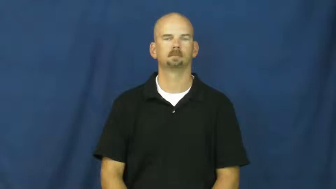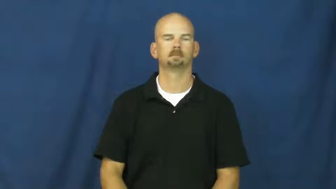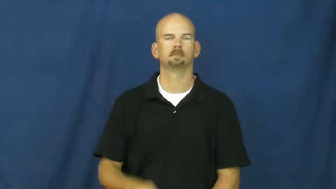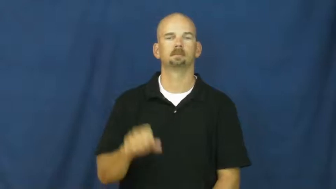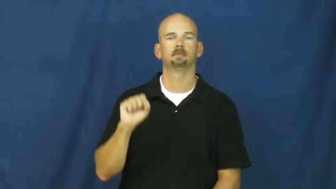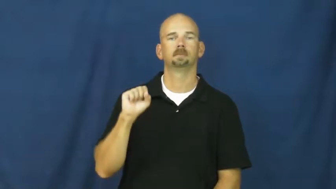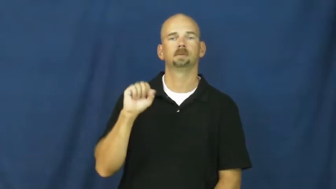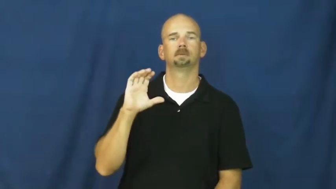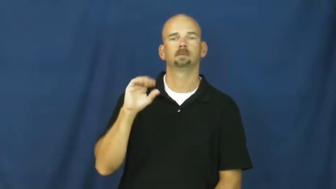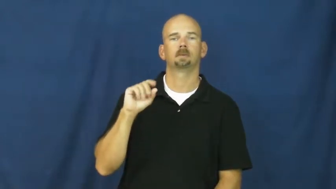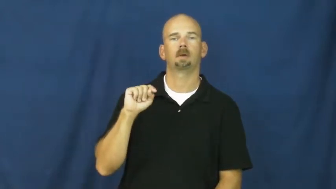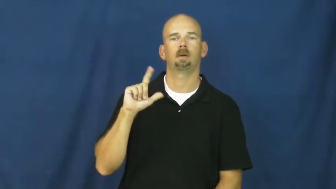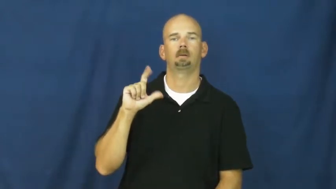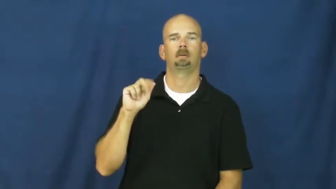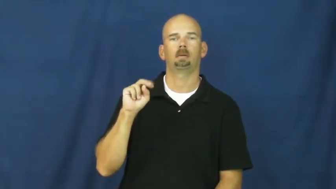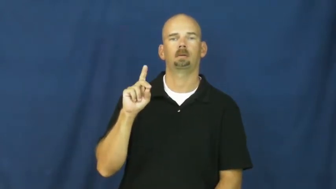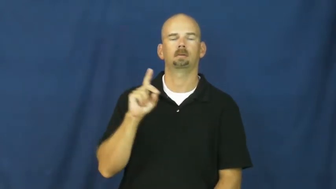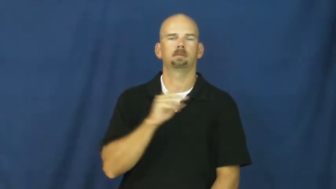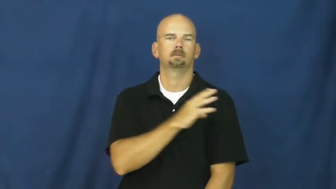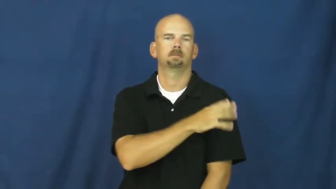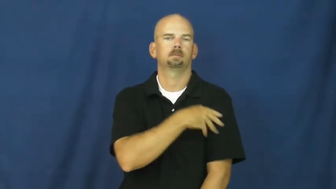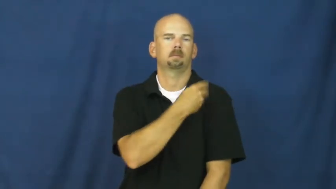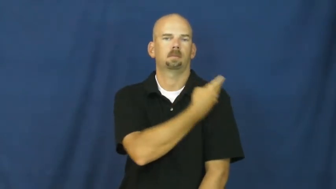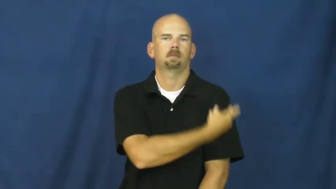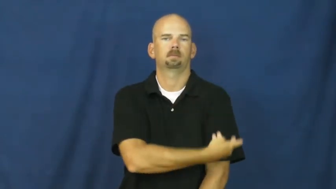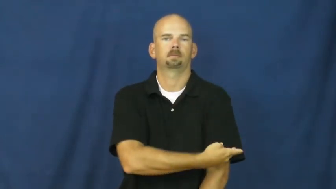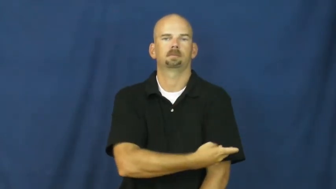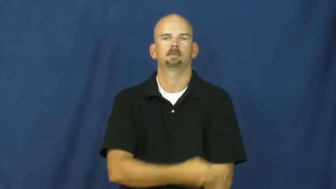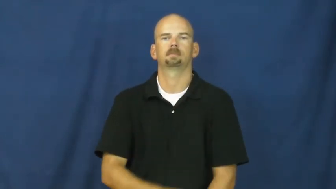scotland,highlander